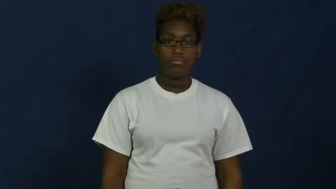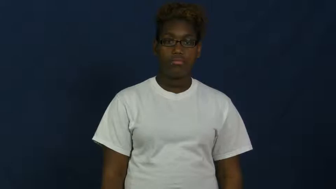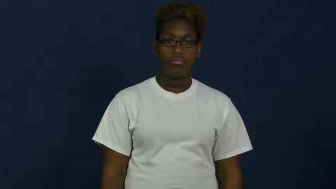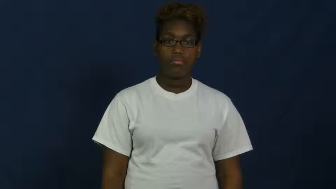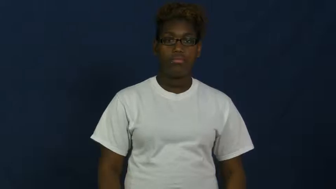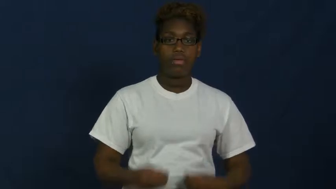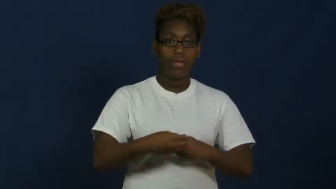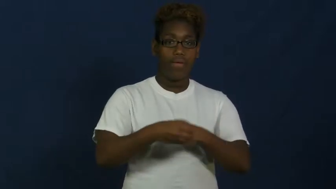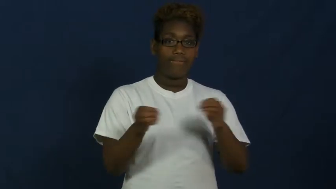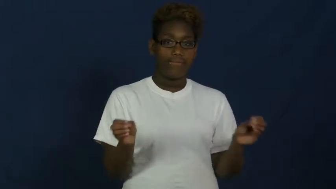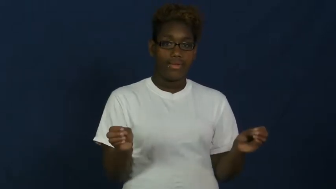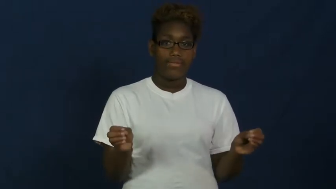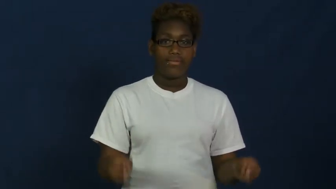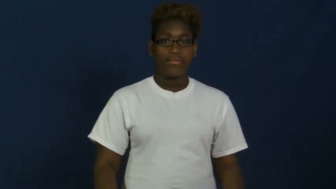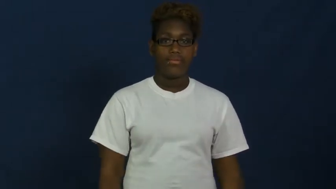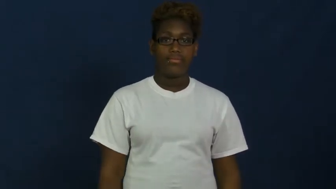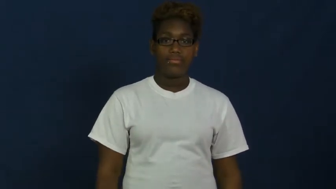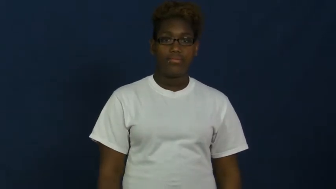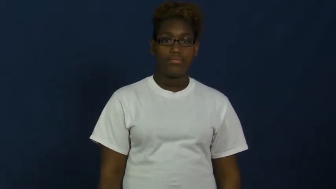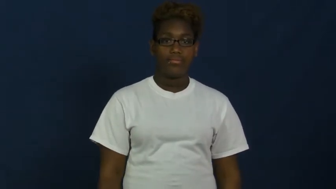office